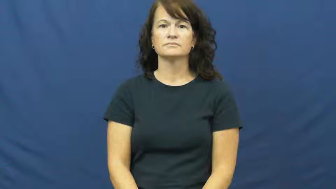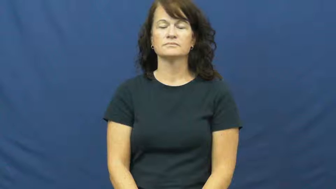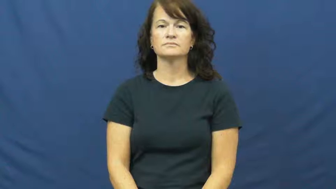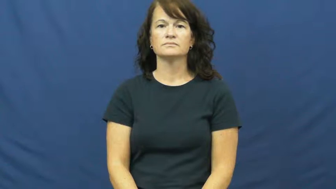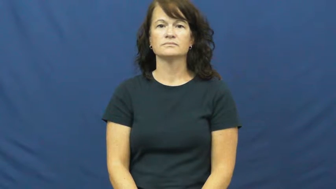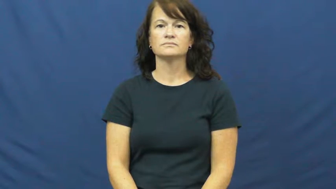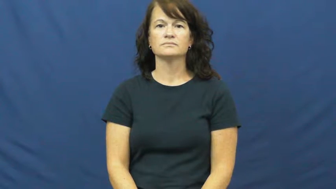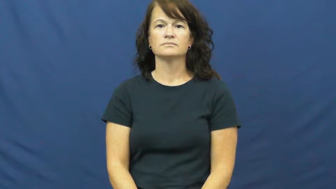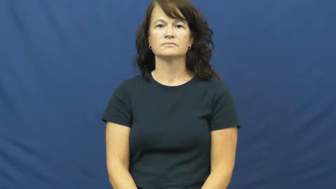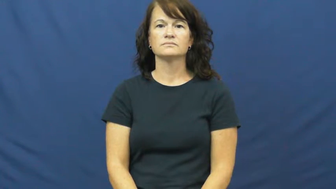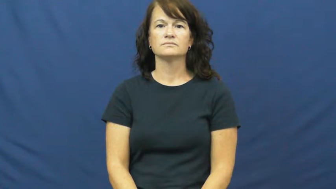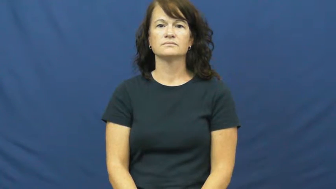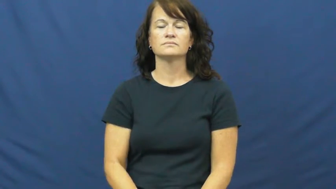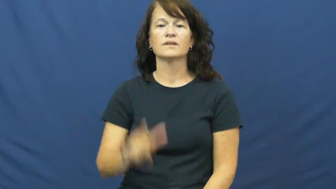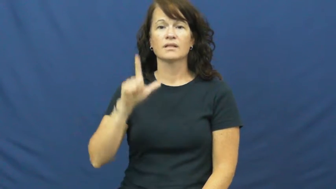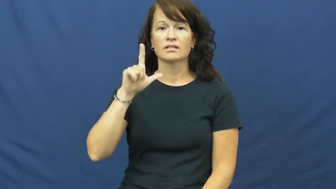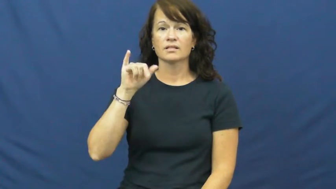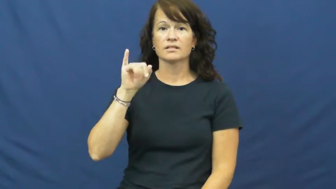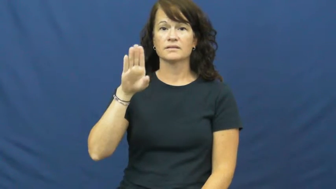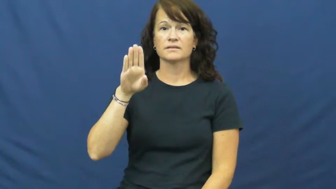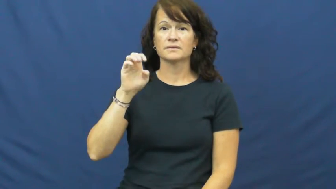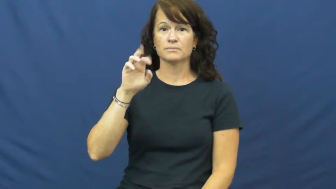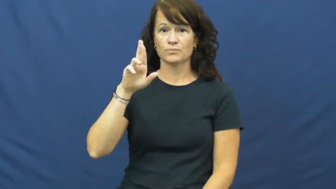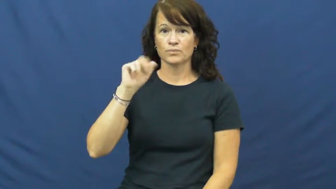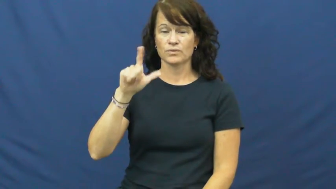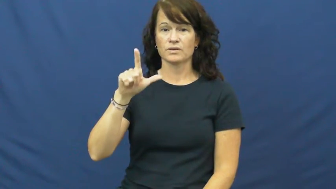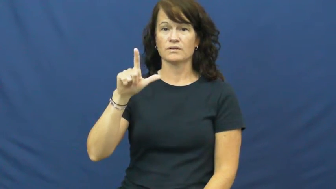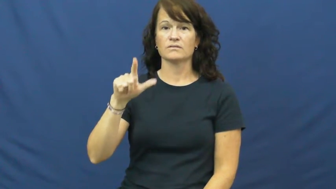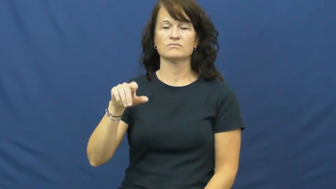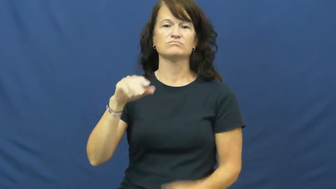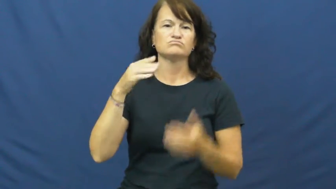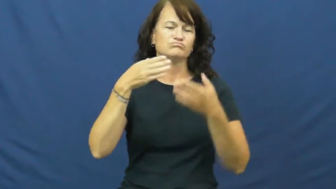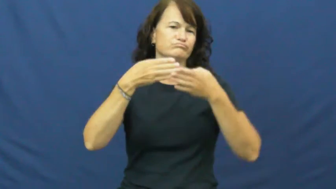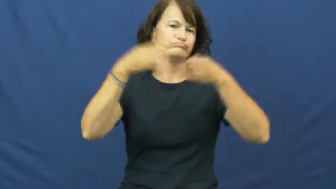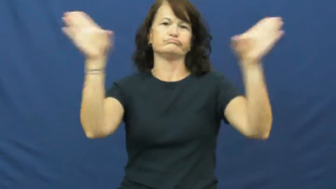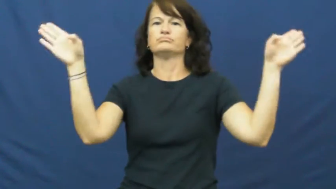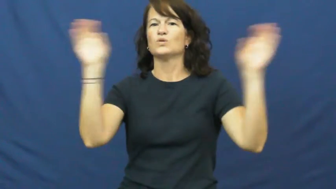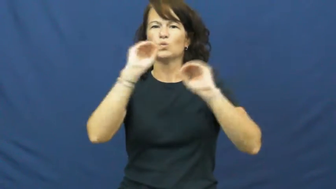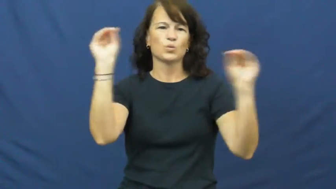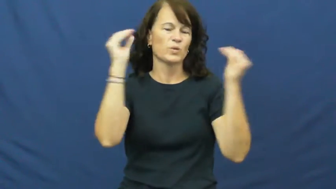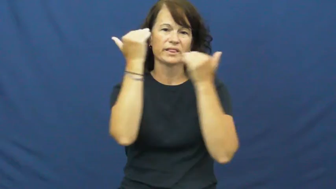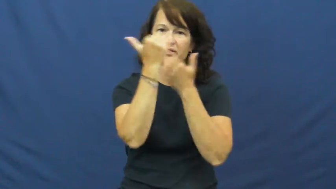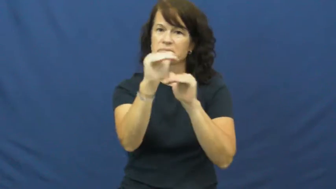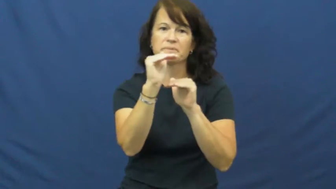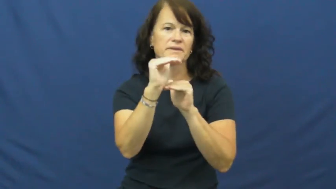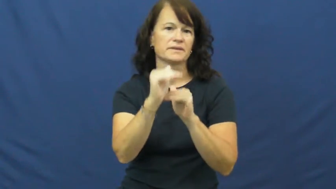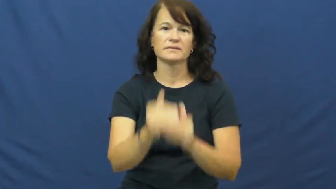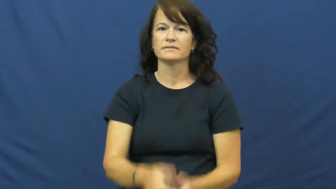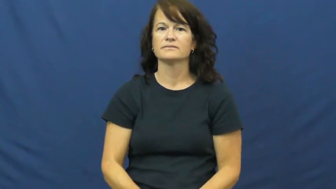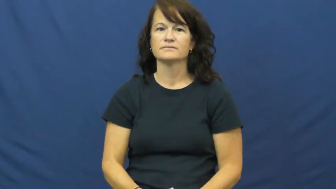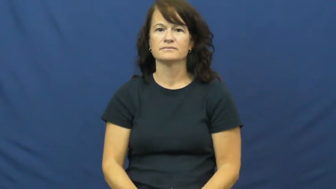liberal